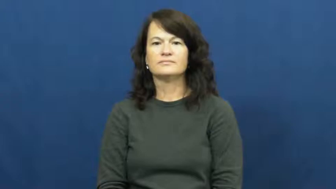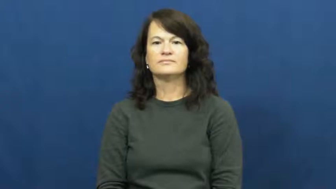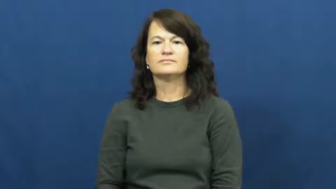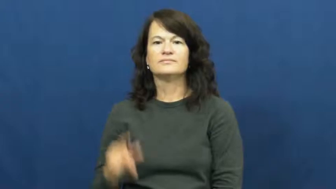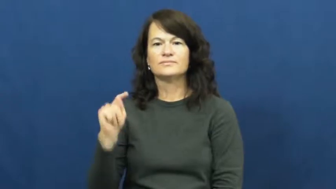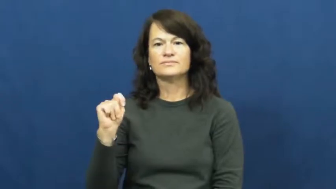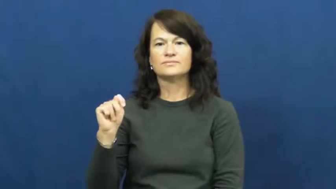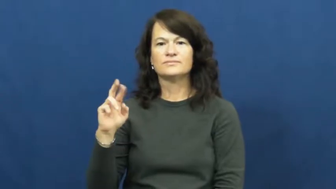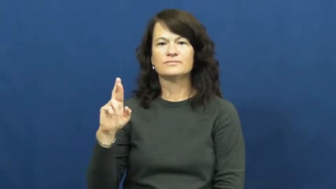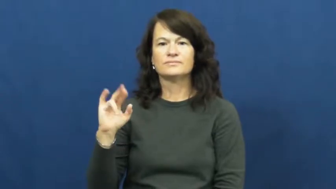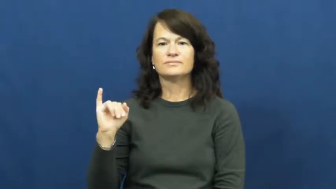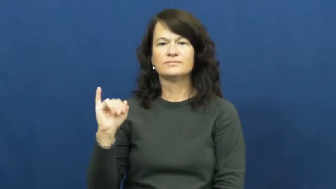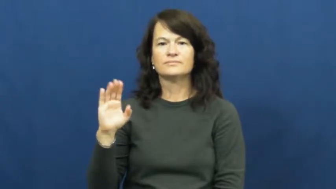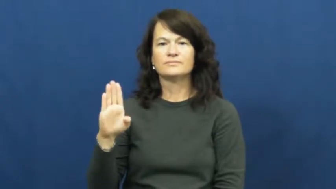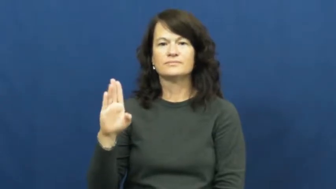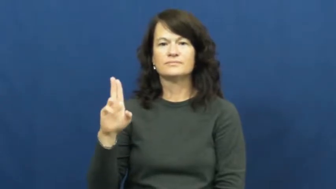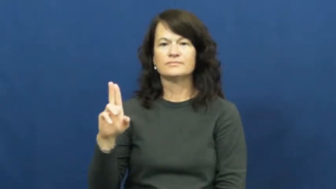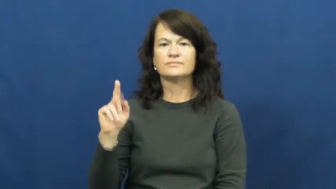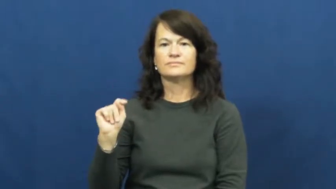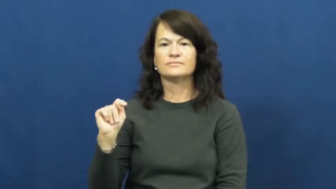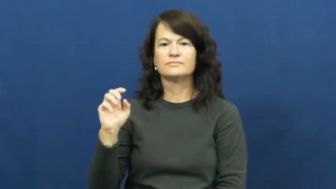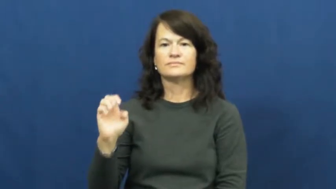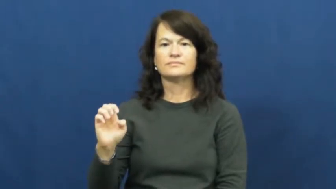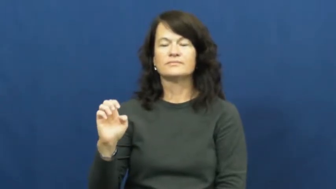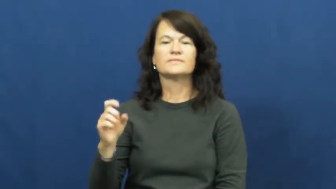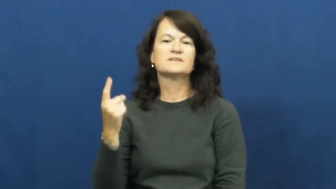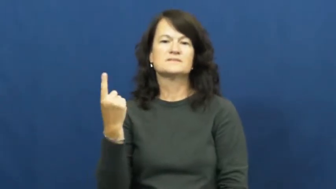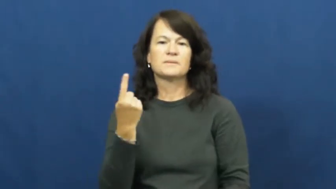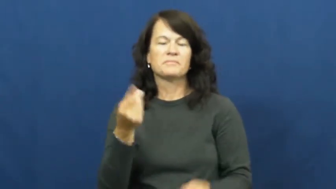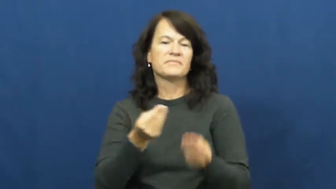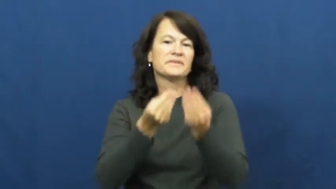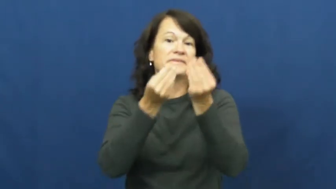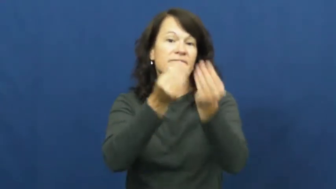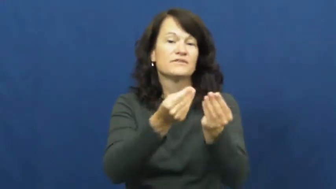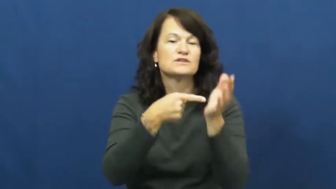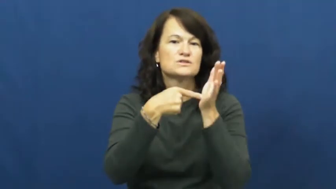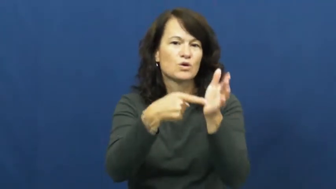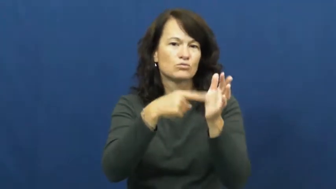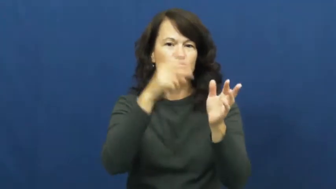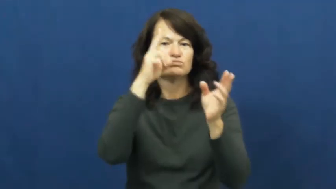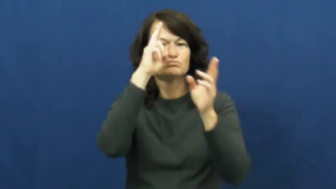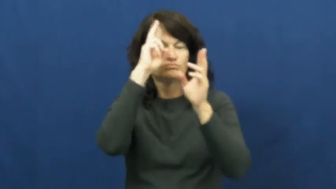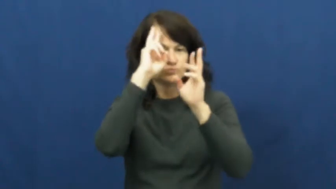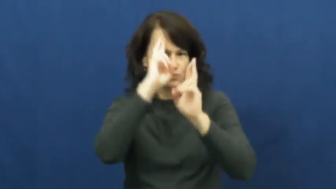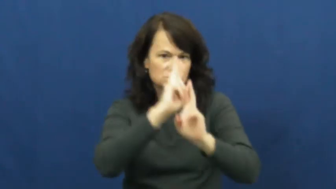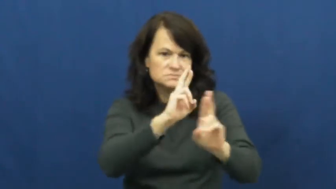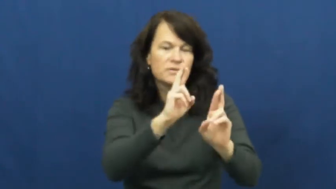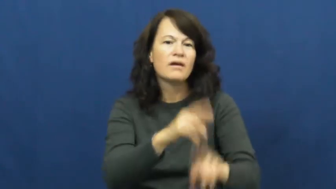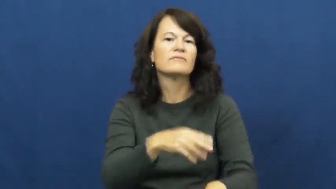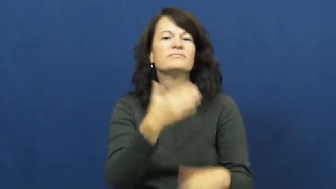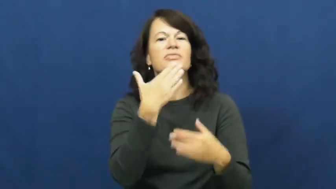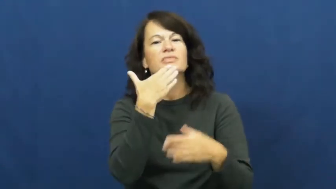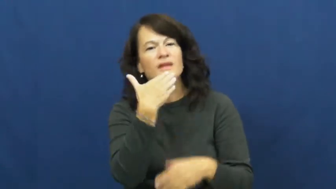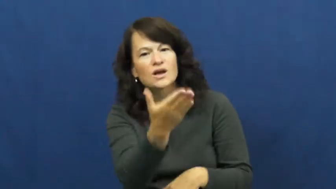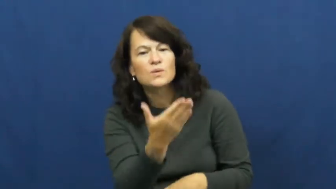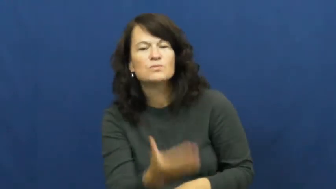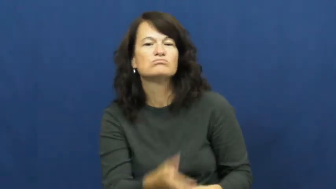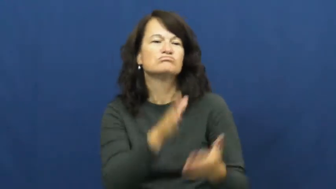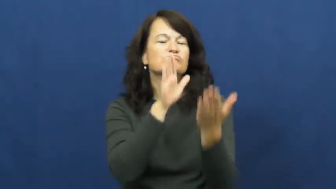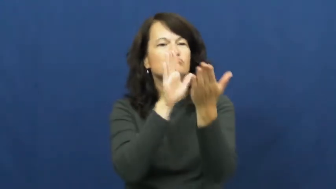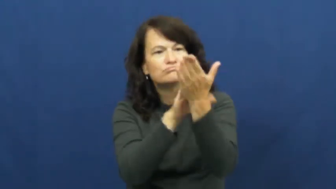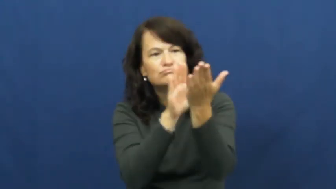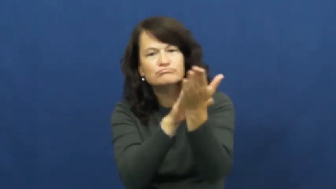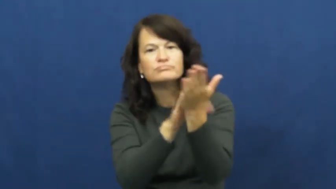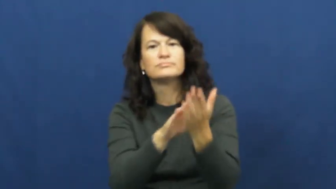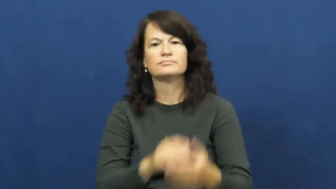tribute